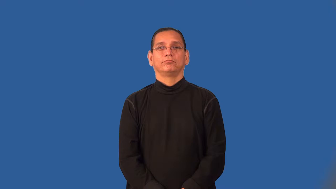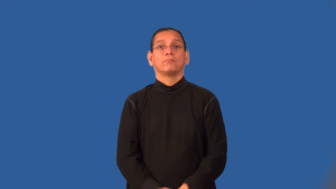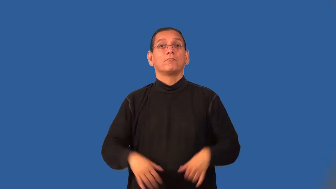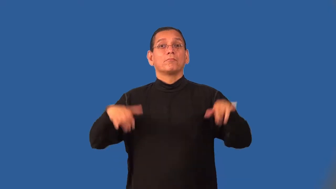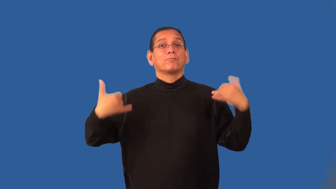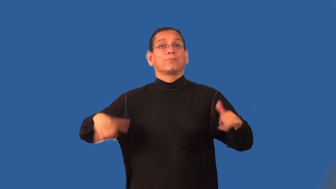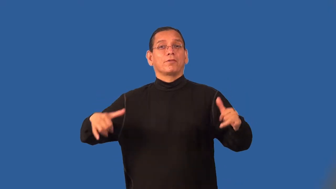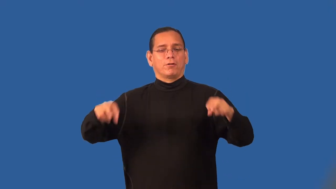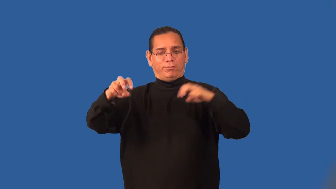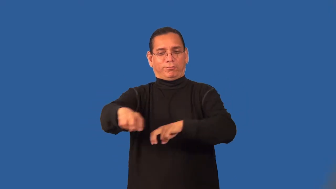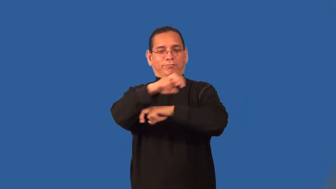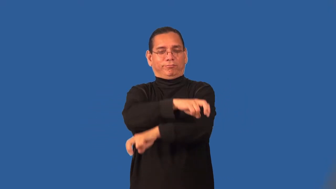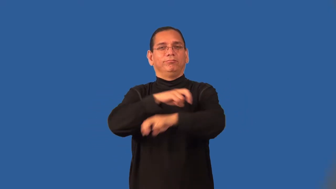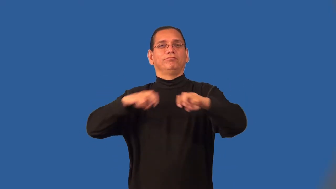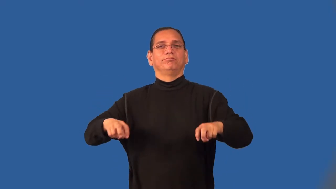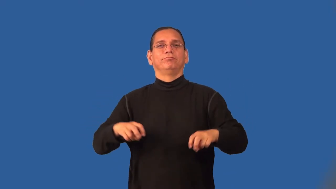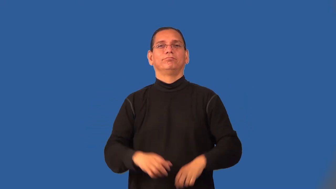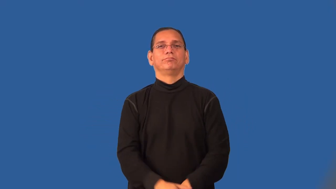romp,frolick,sportive-play